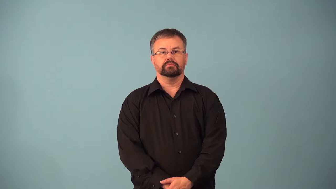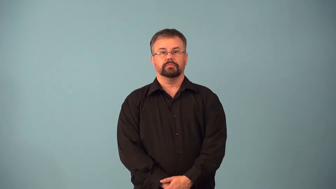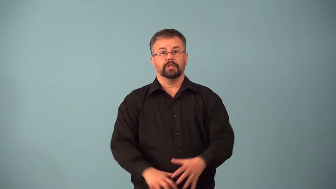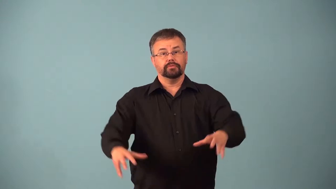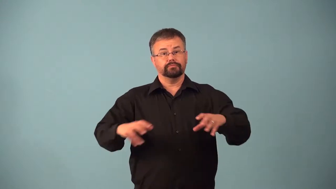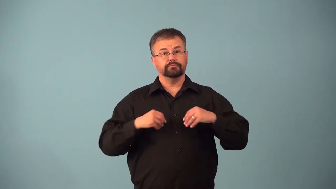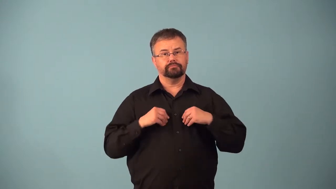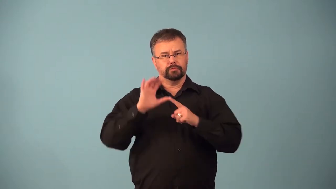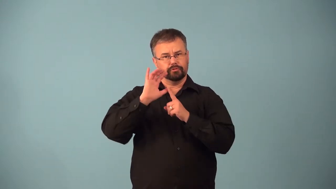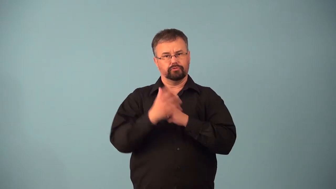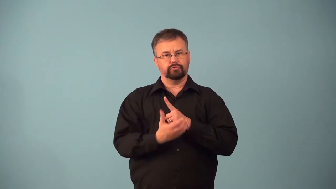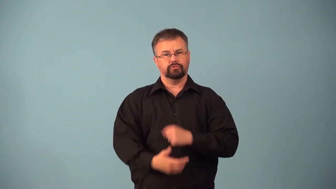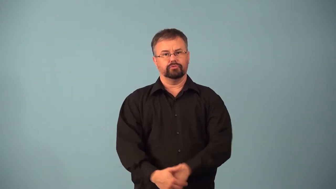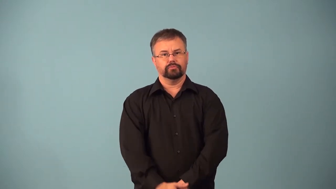acculturate